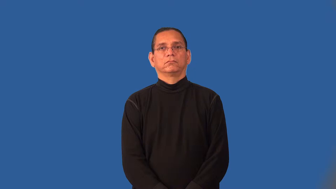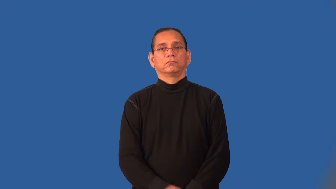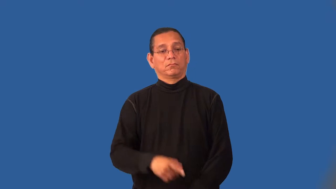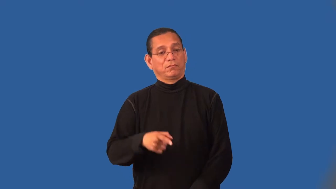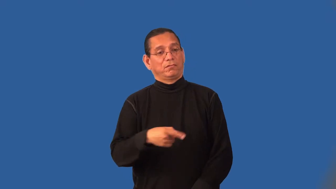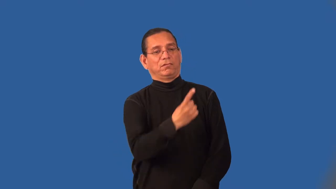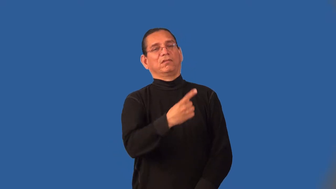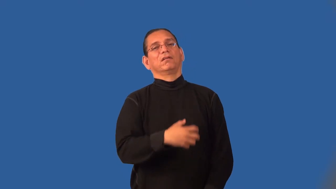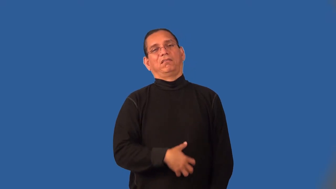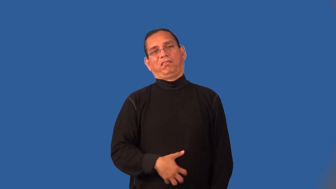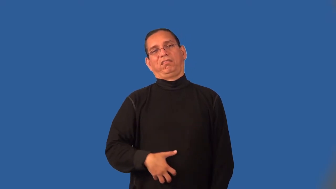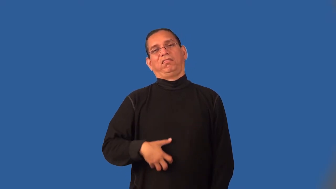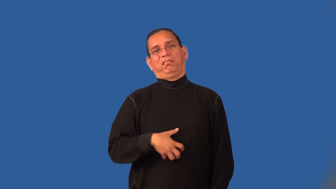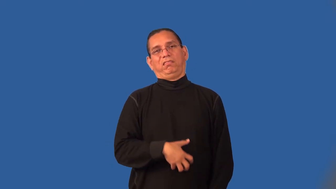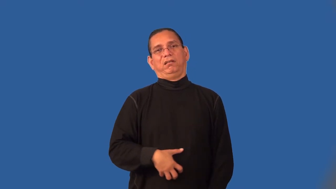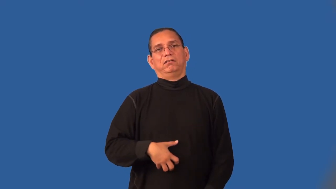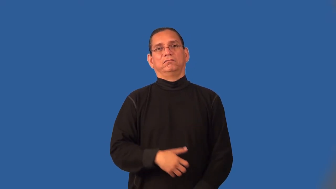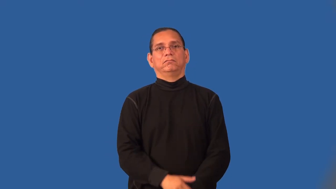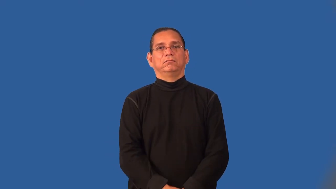indecent